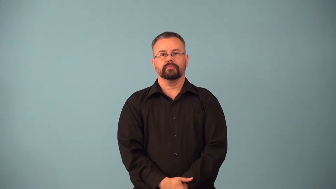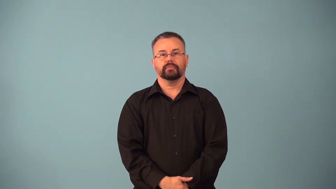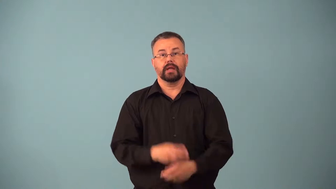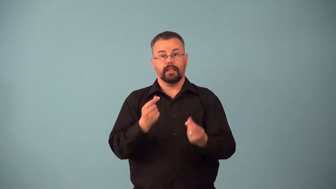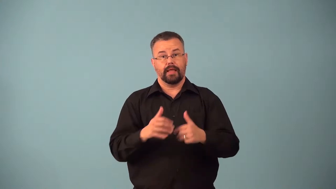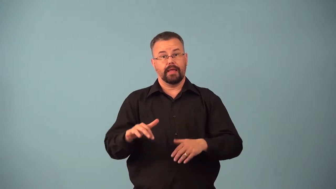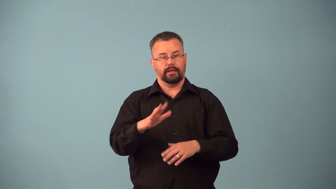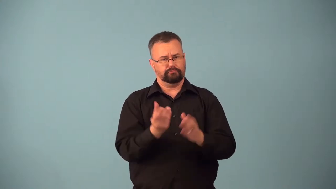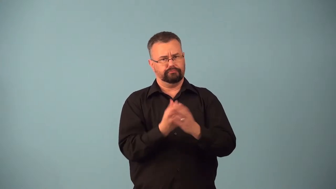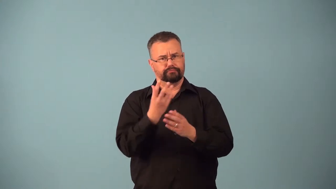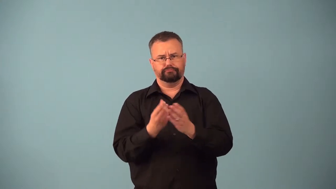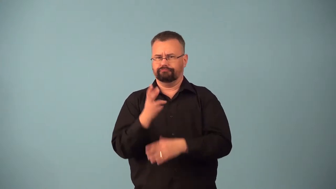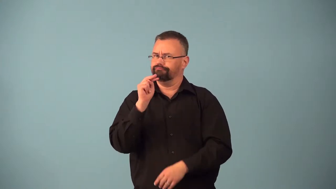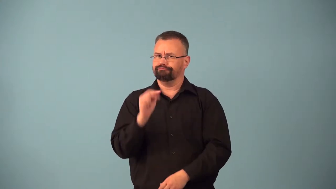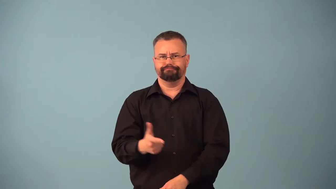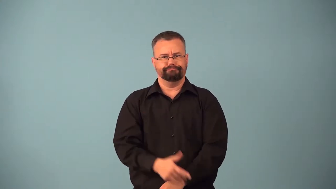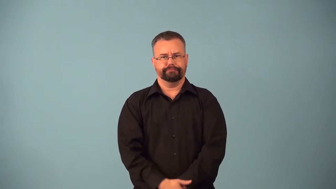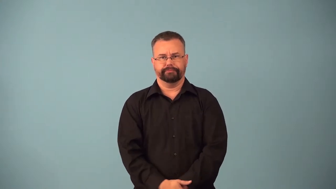badlands